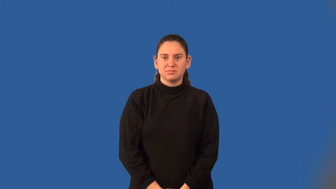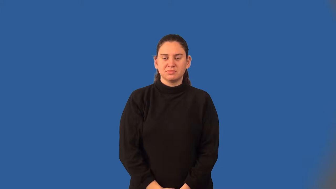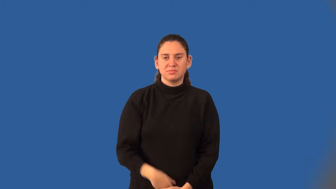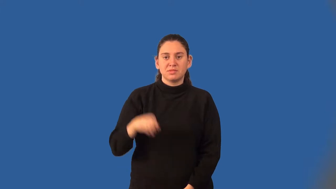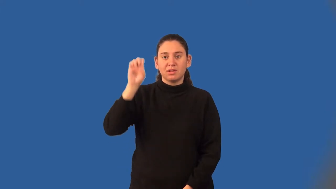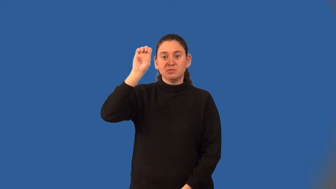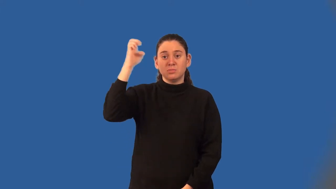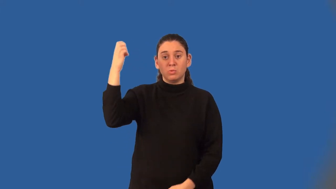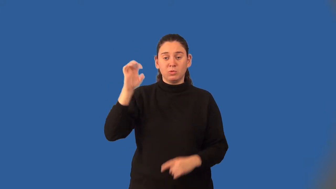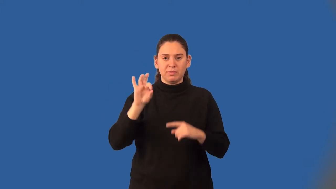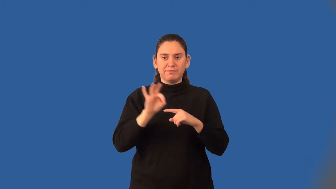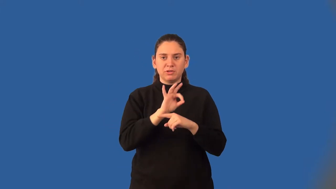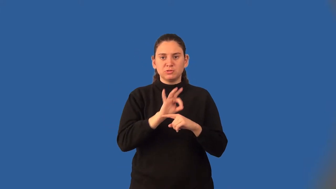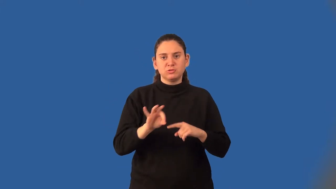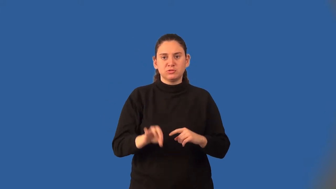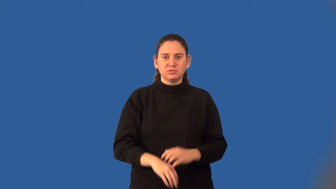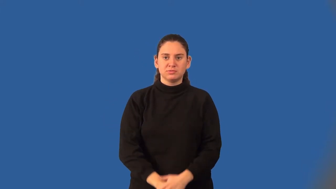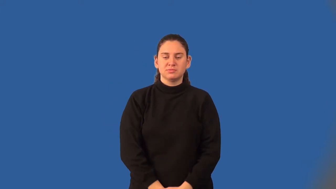exponential function